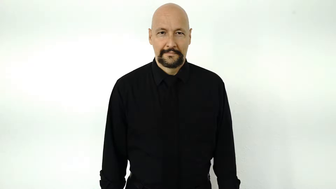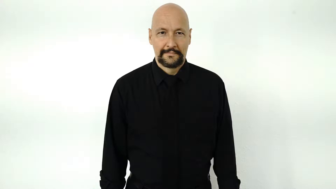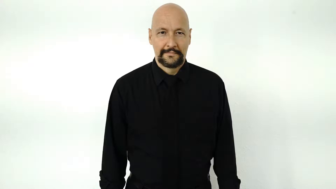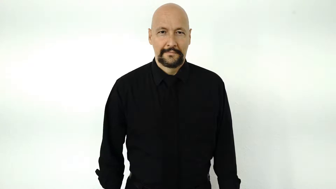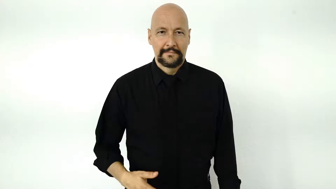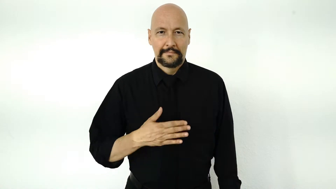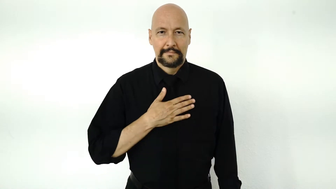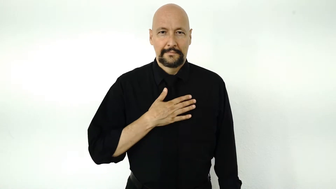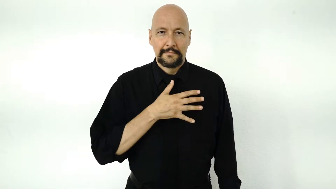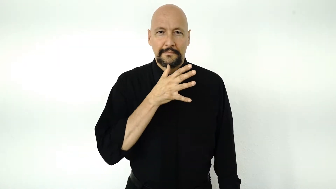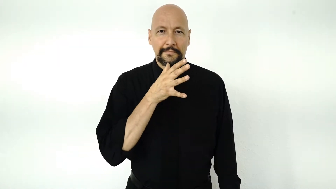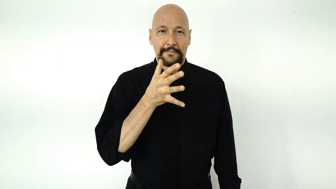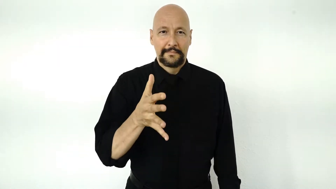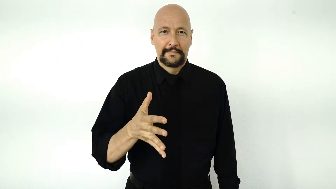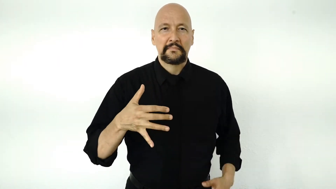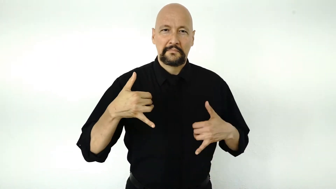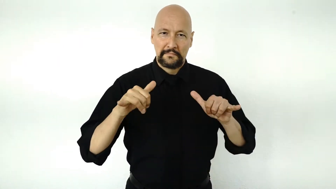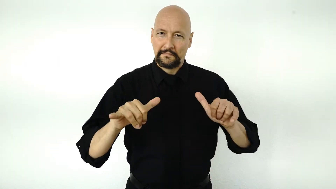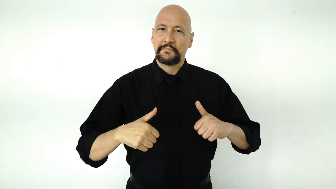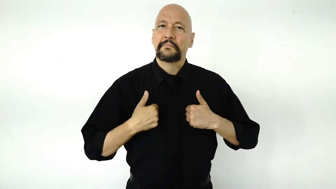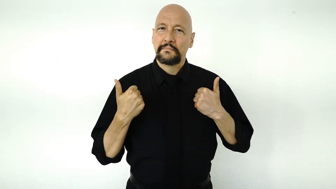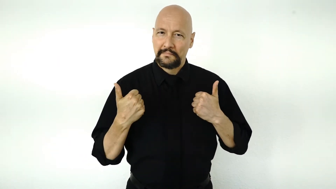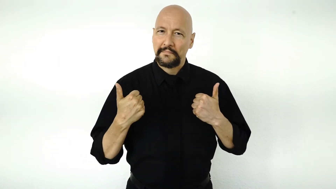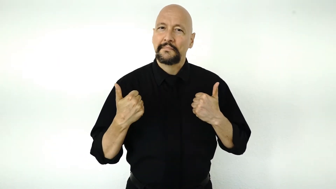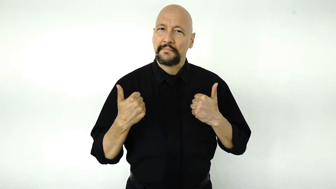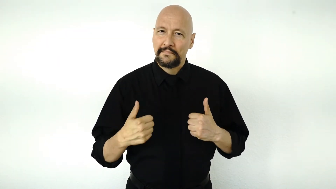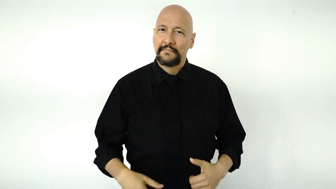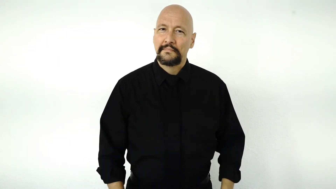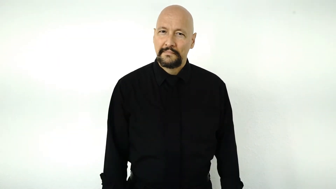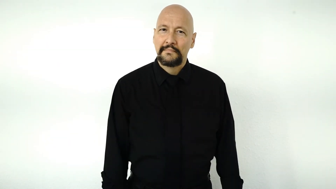MY GRANDMA STILL ALIVE.